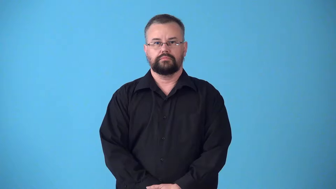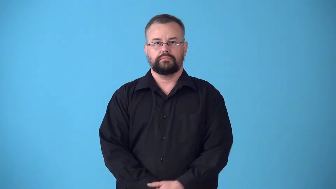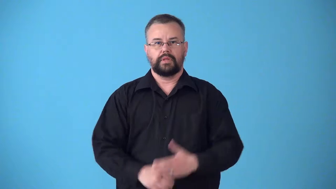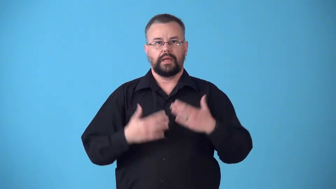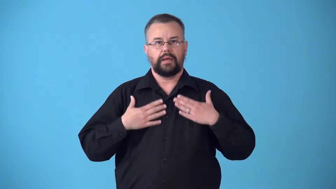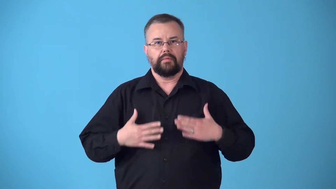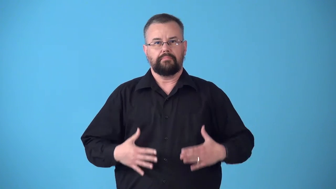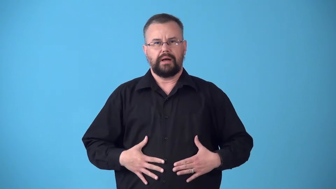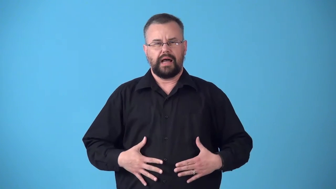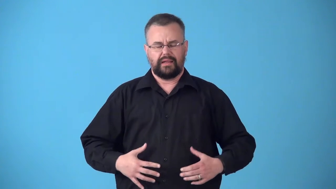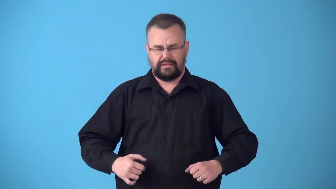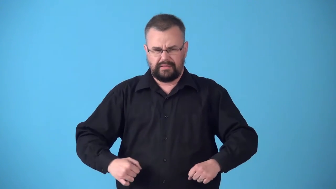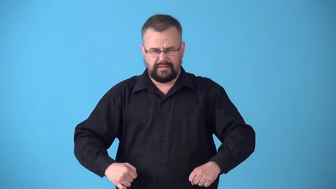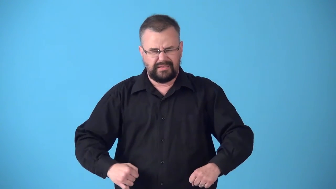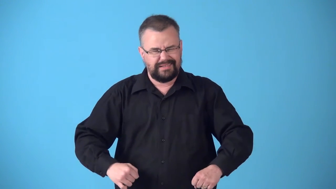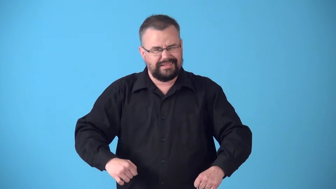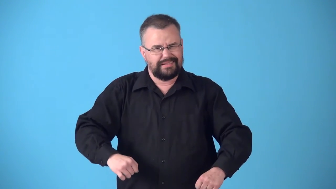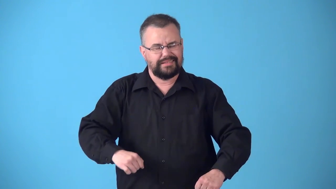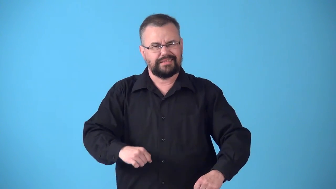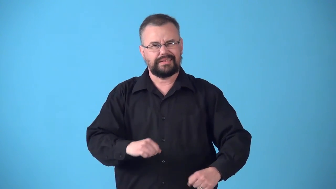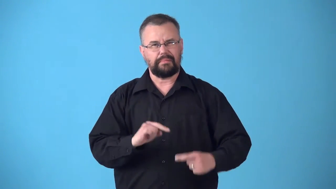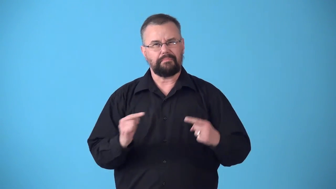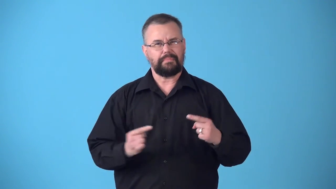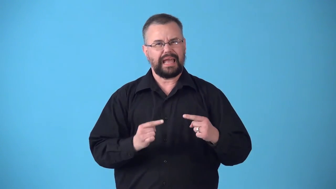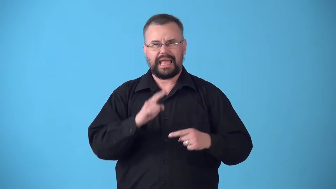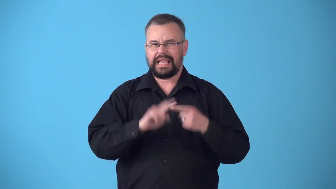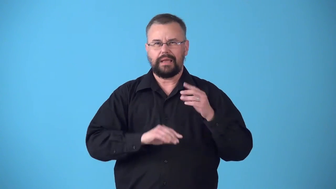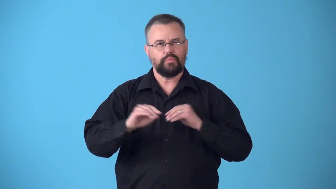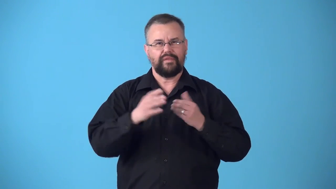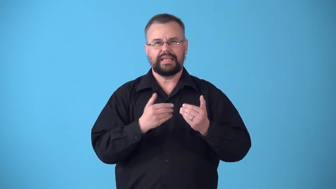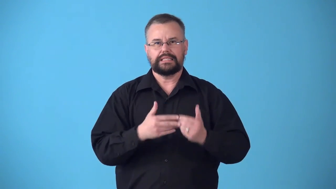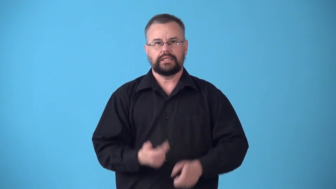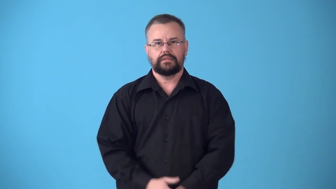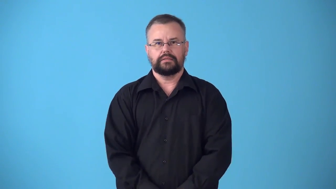stiff,inflexible,wooden-stiff body